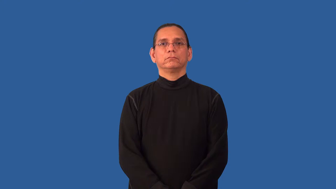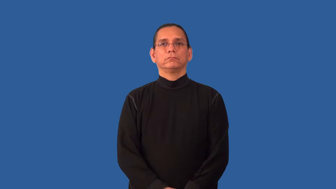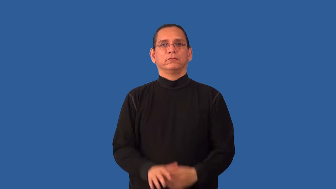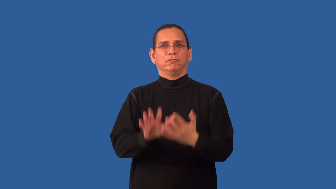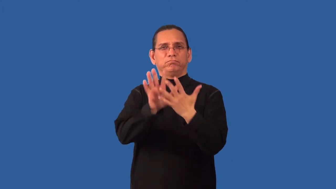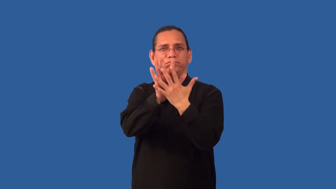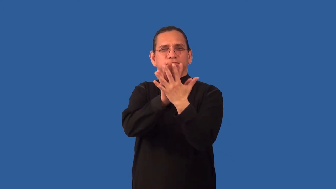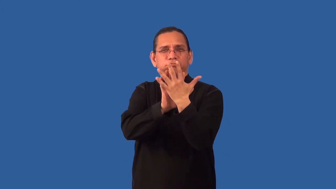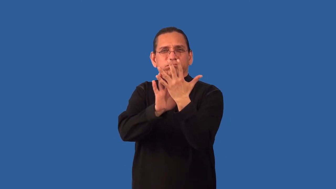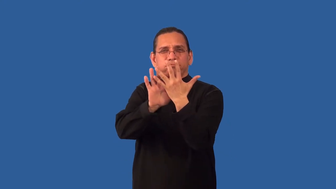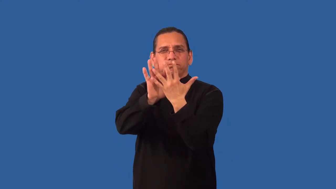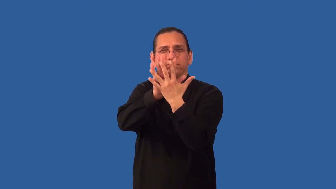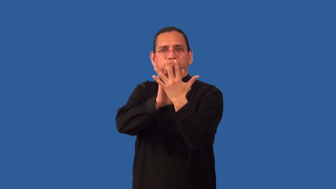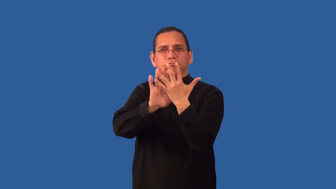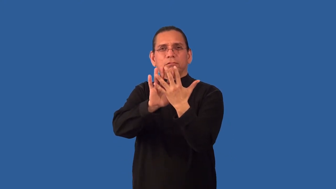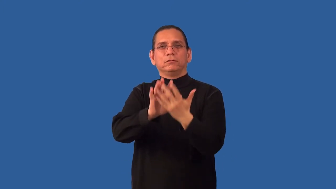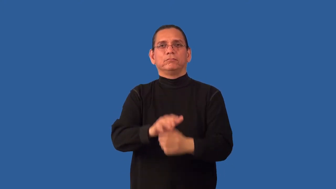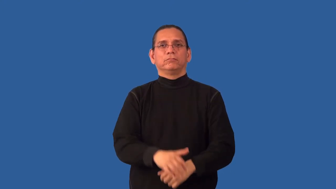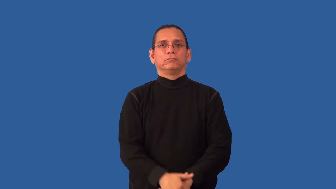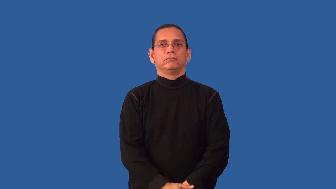nondescript